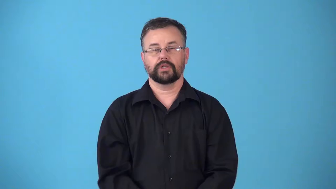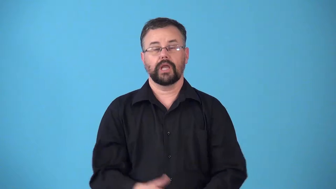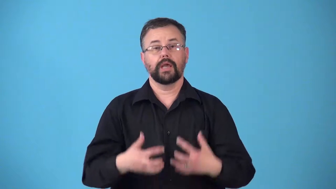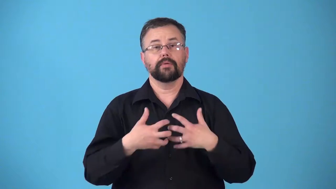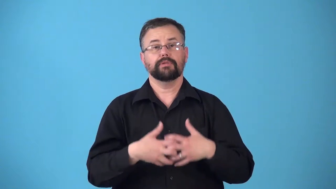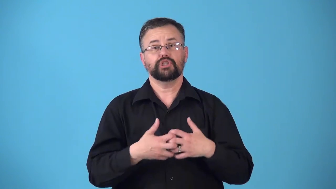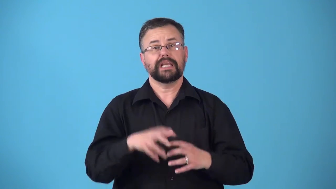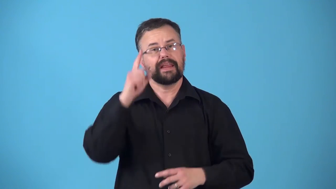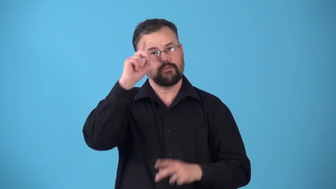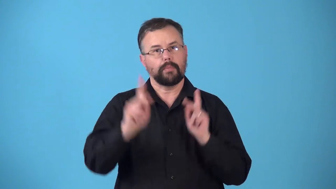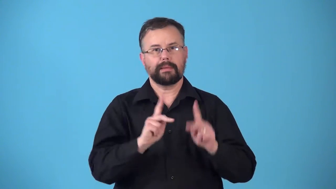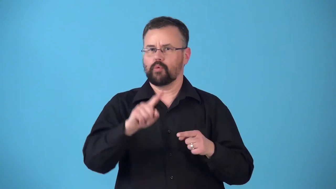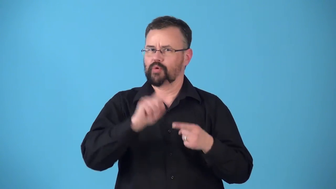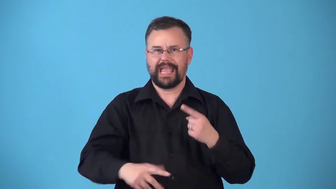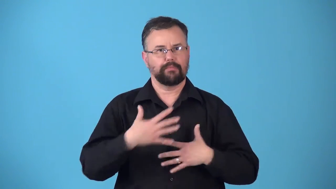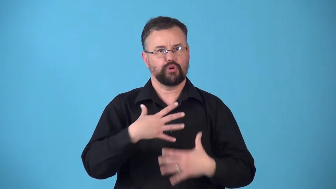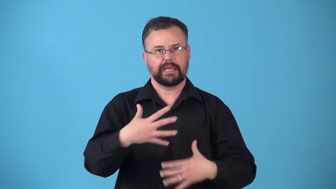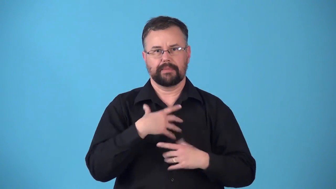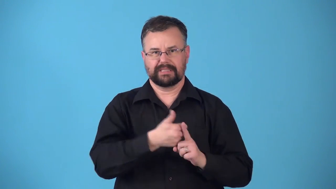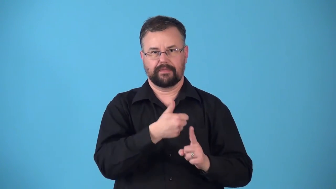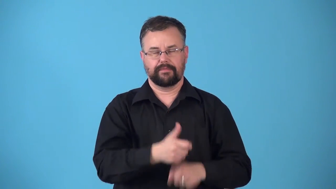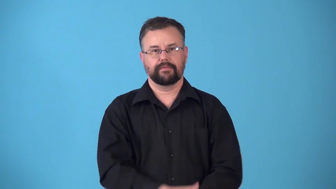respirator